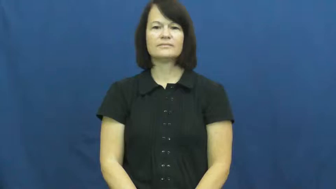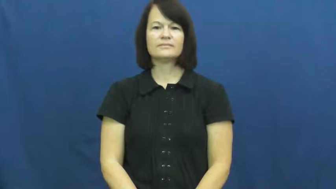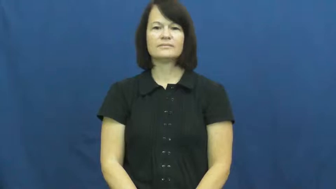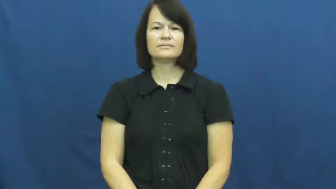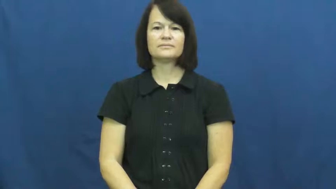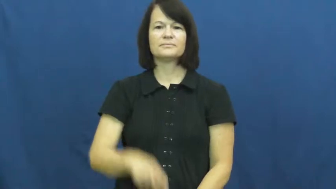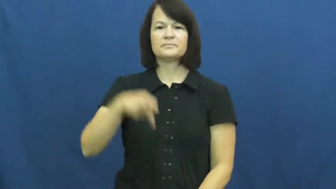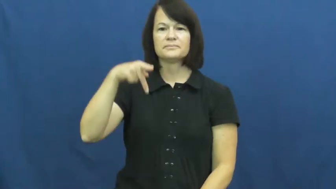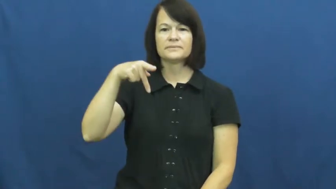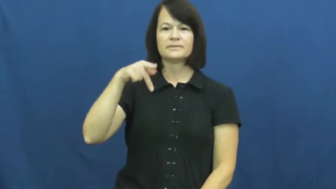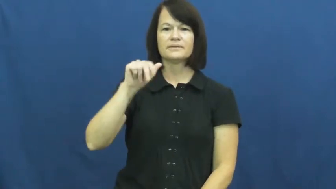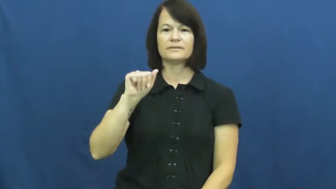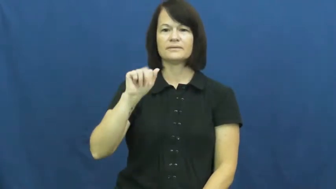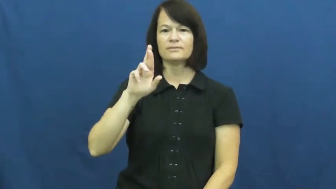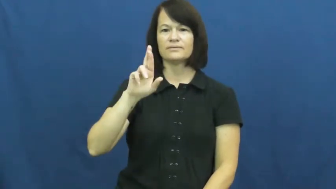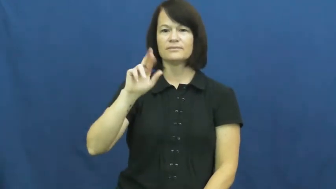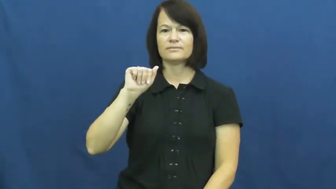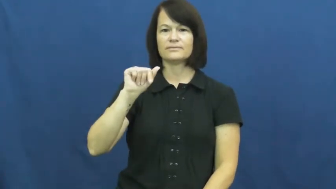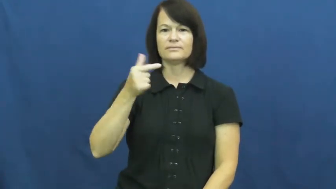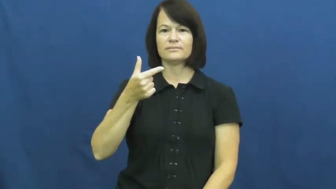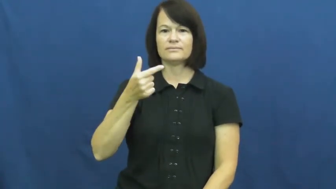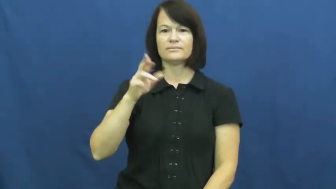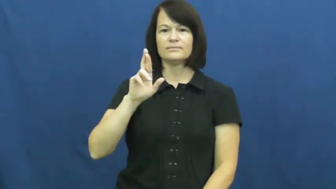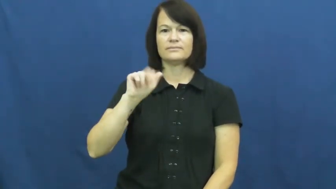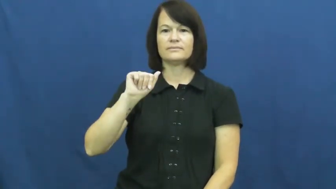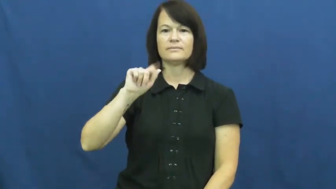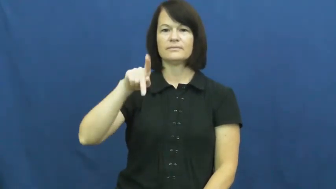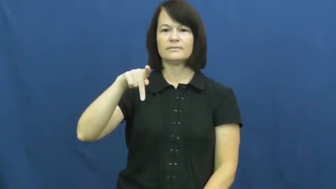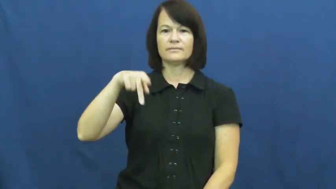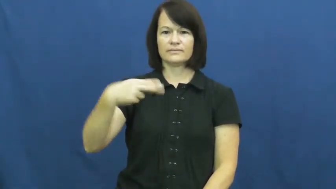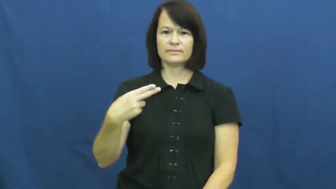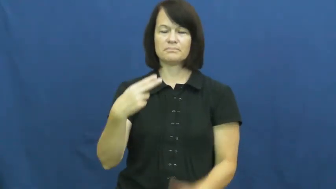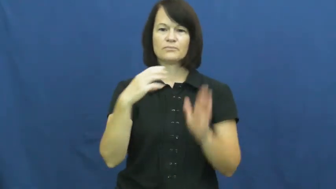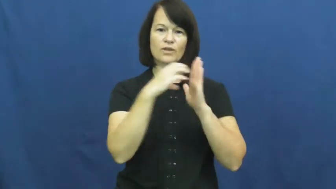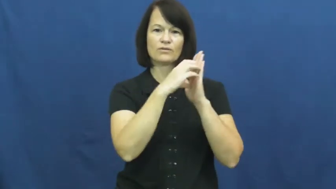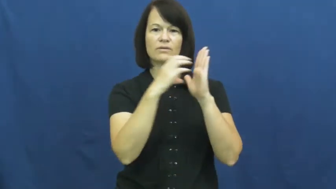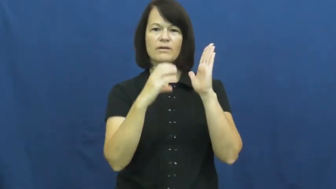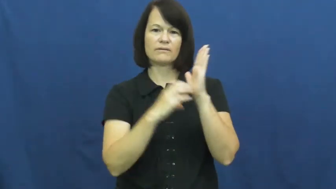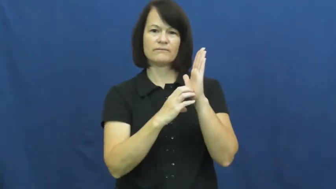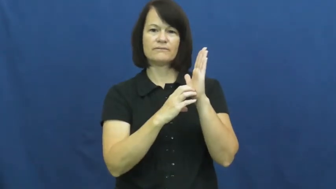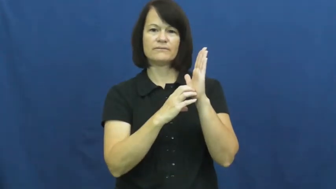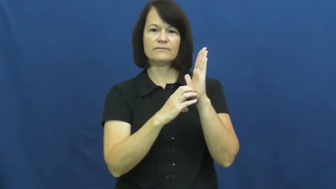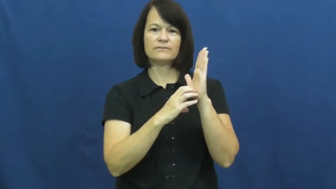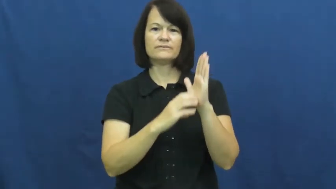paragraph